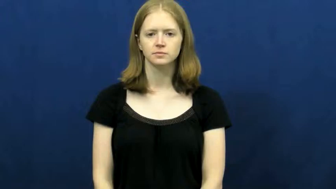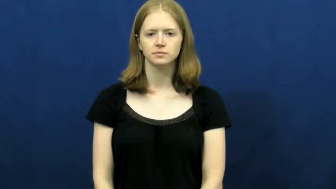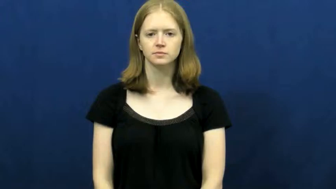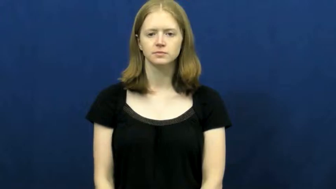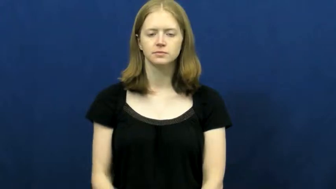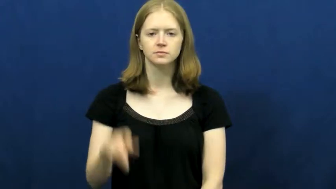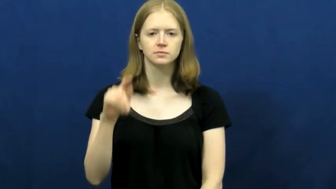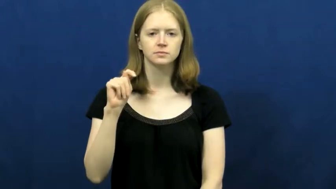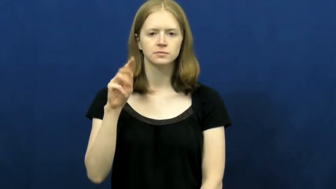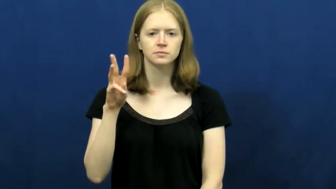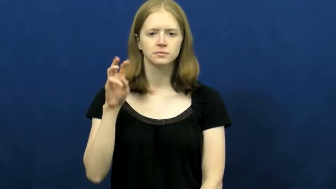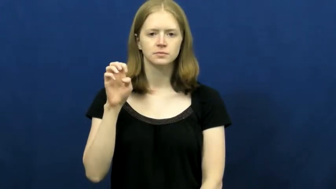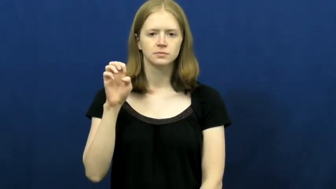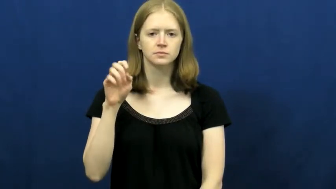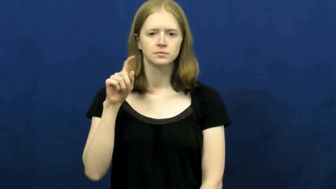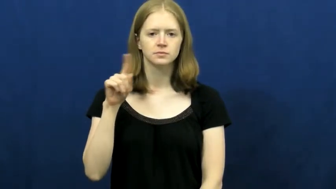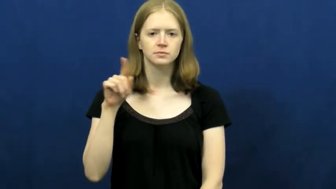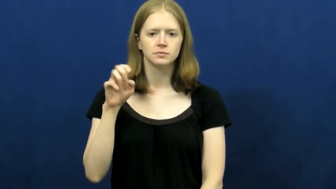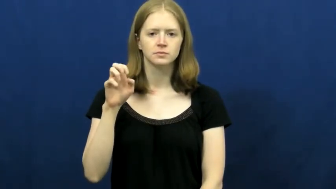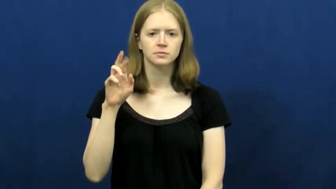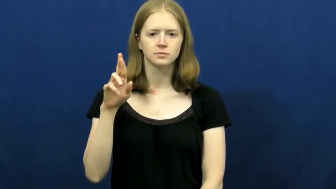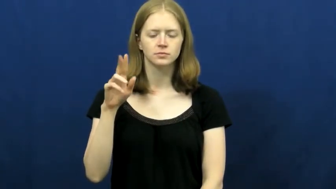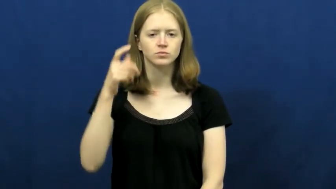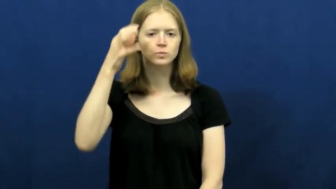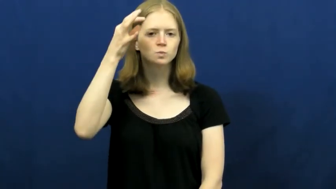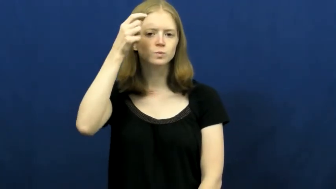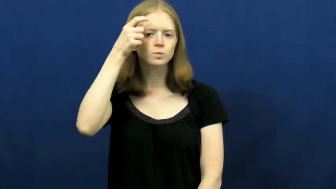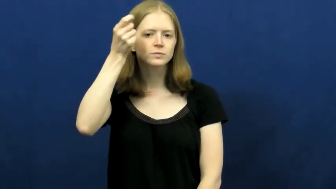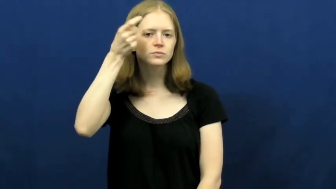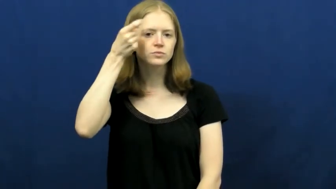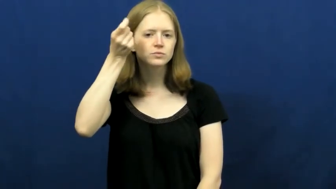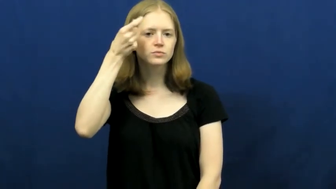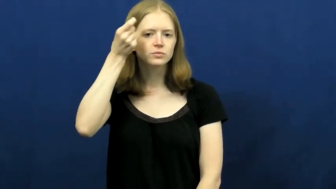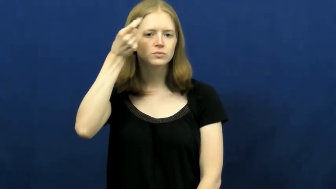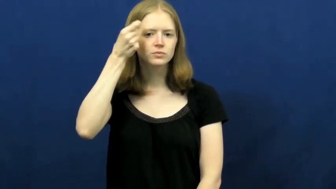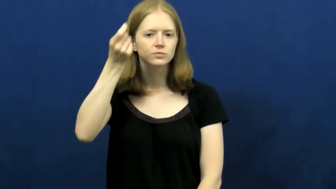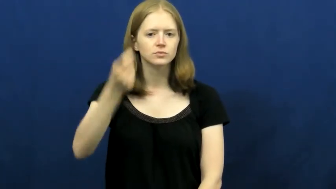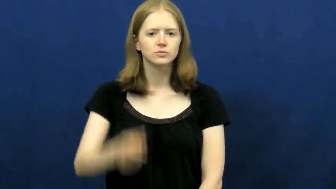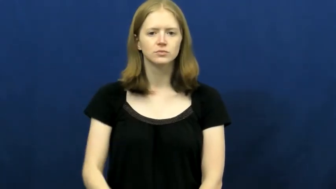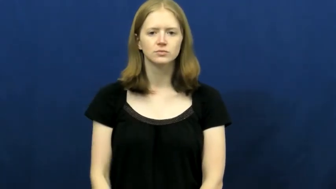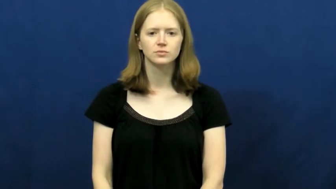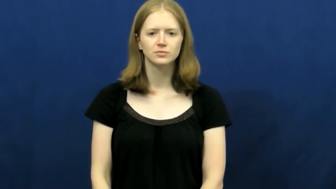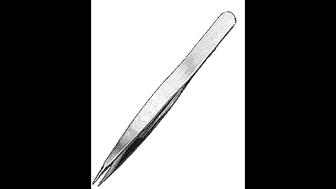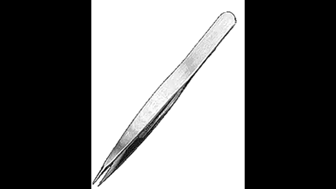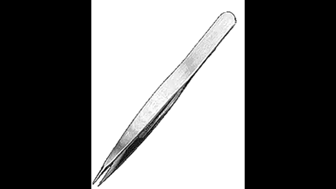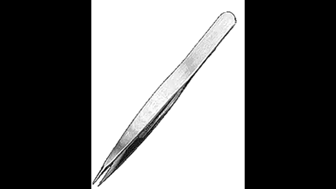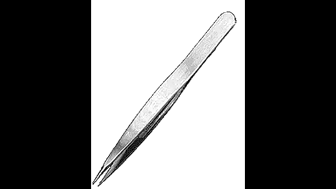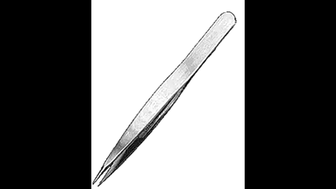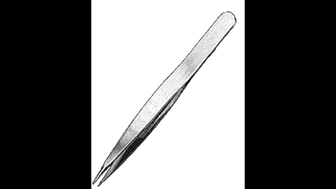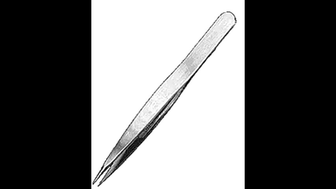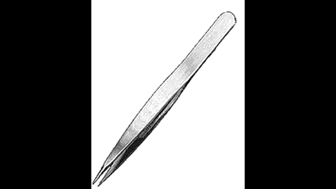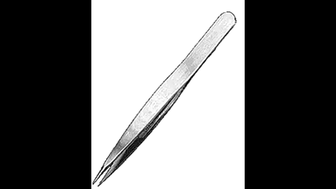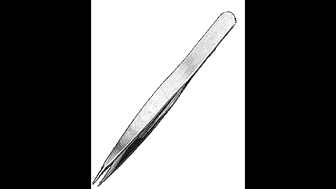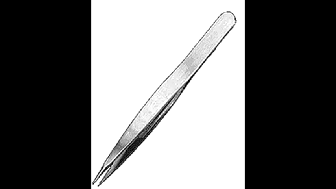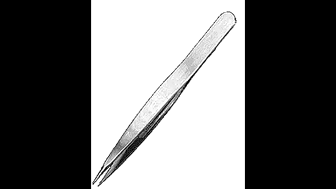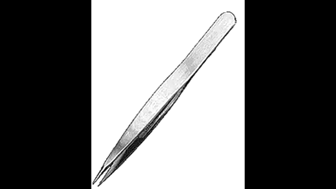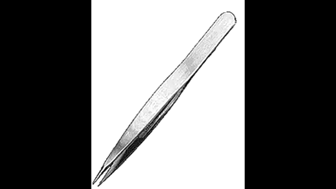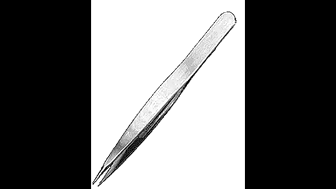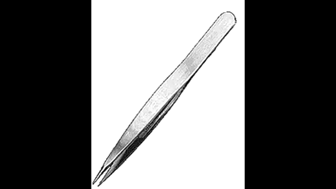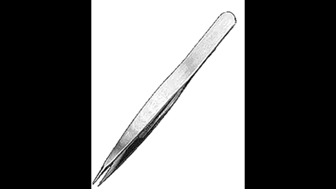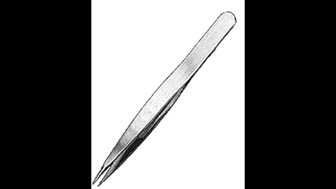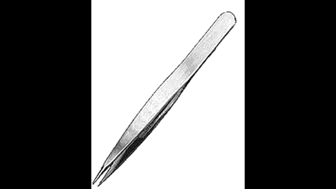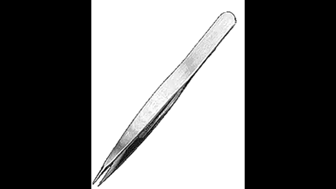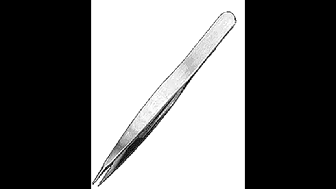tweezer